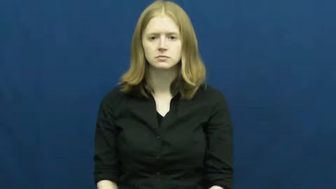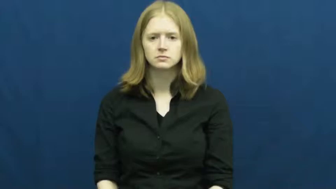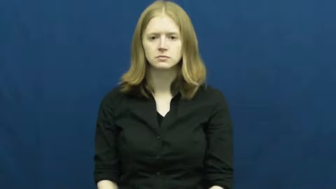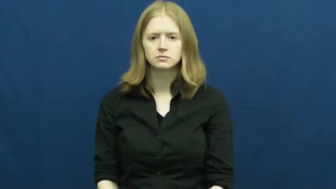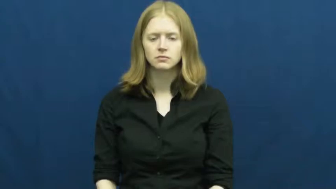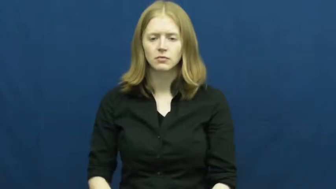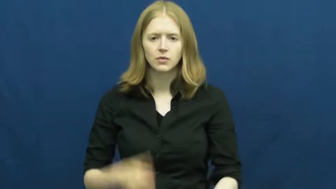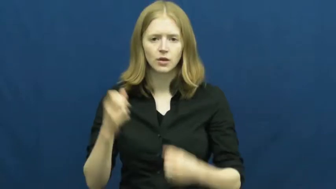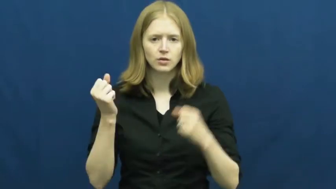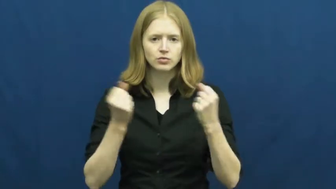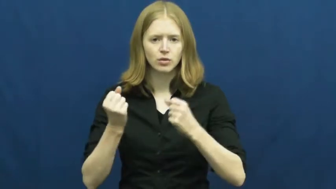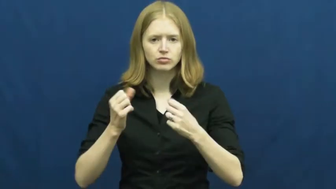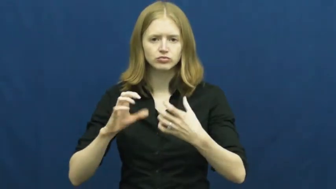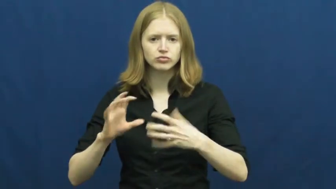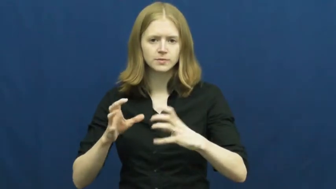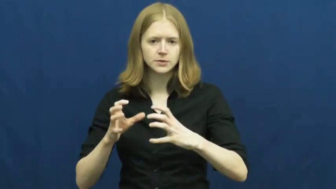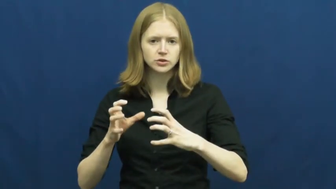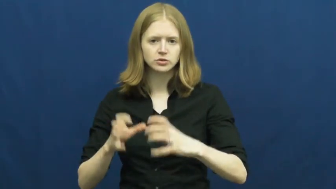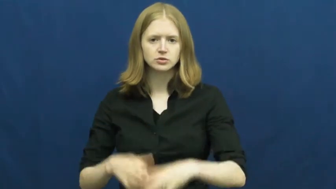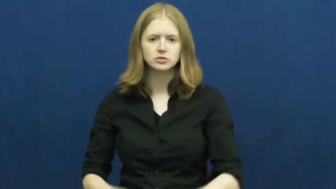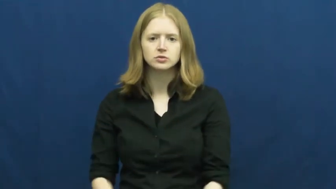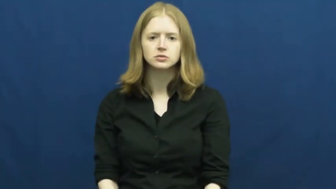transmission